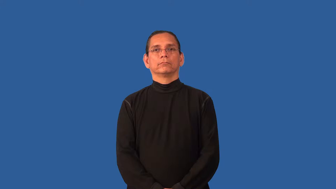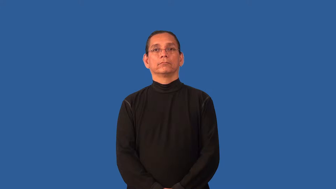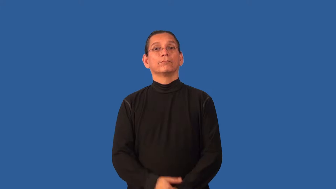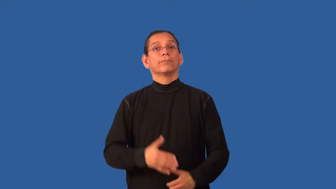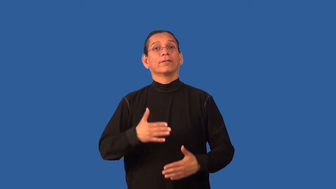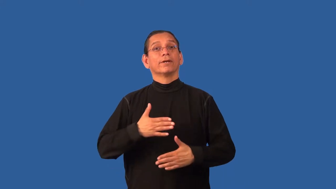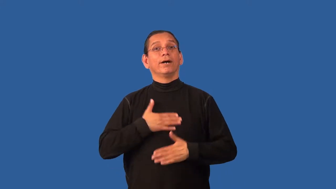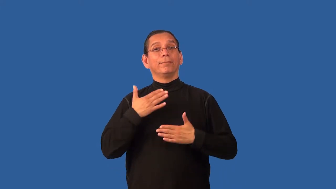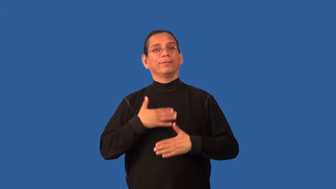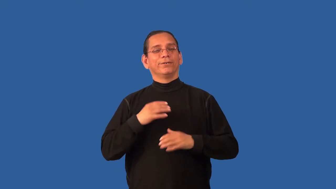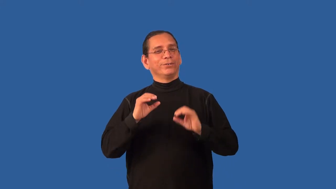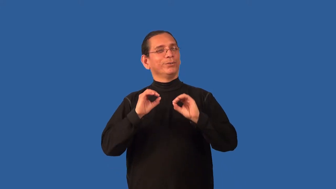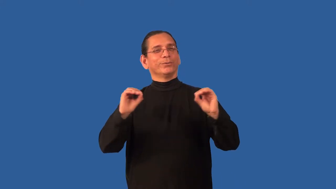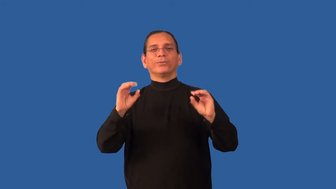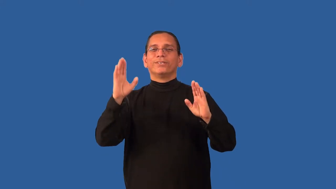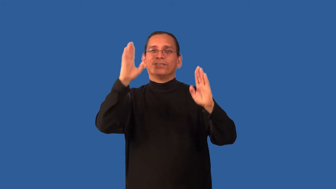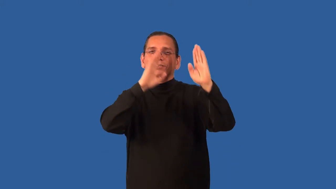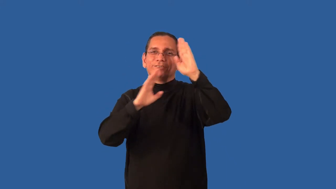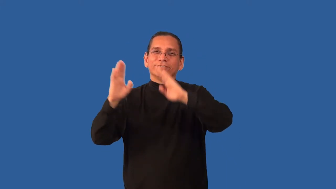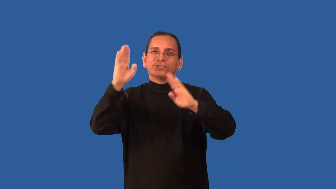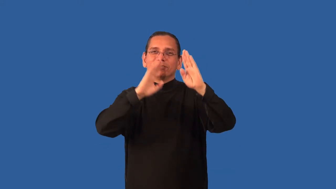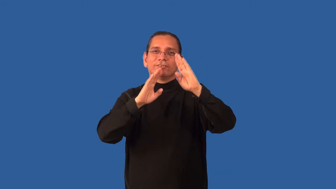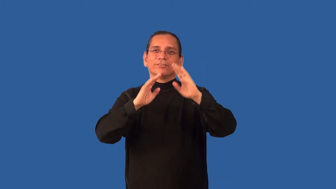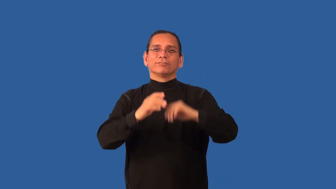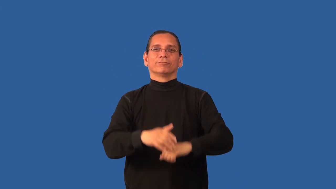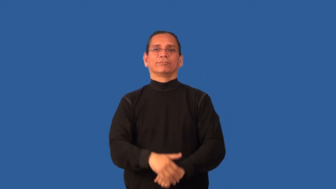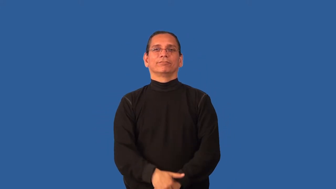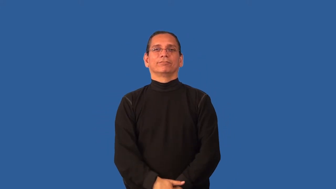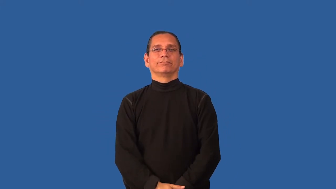blithe